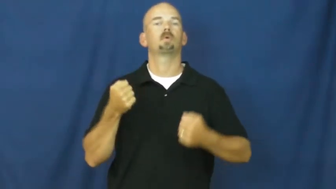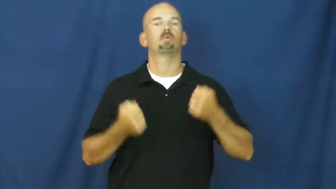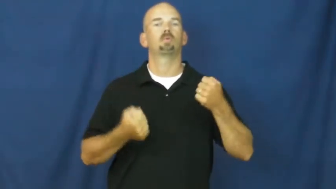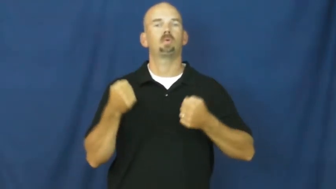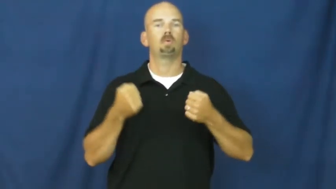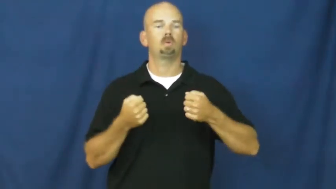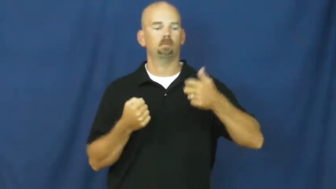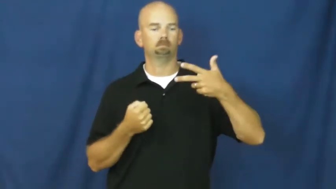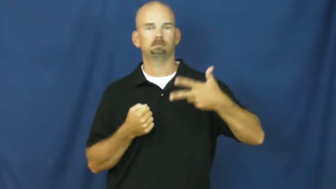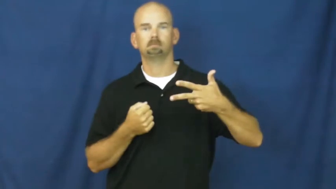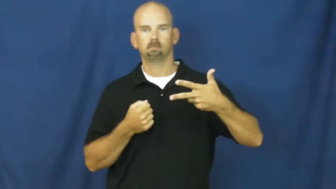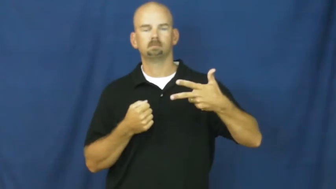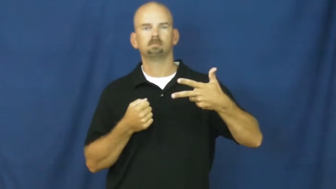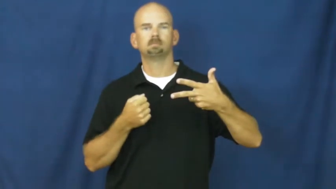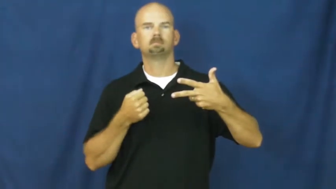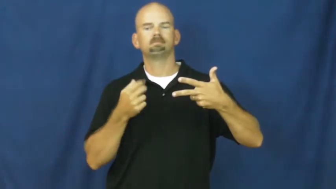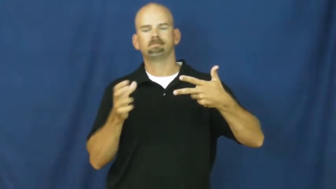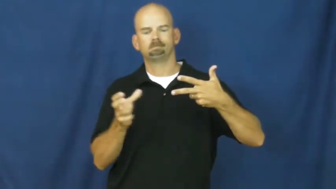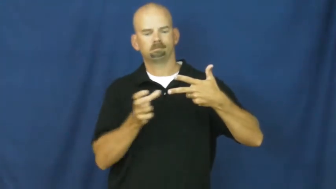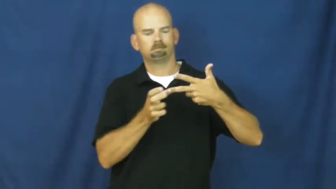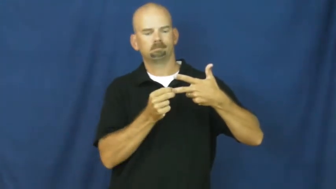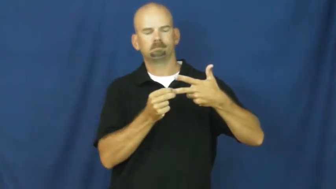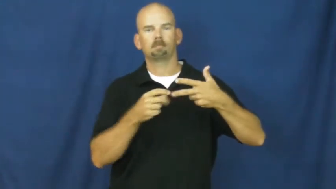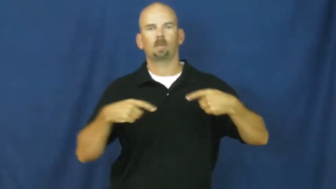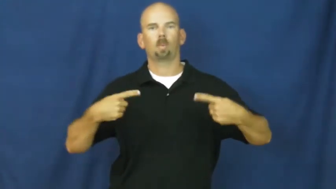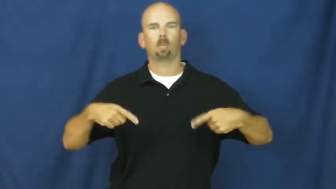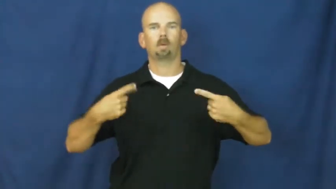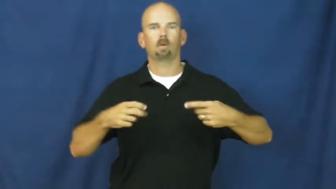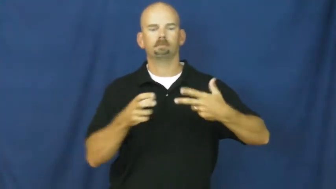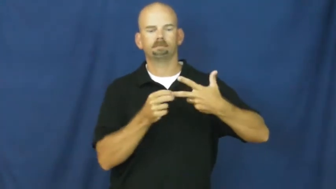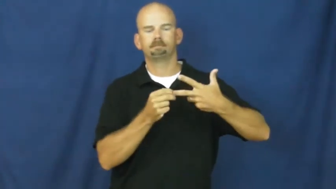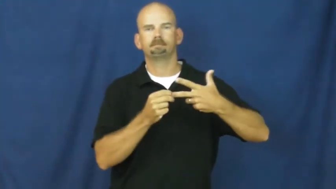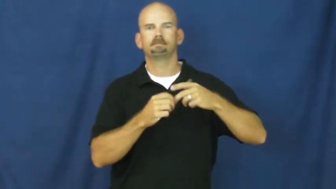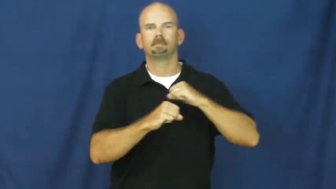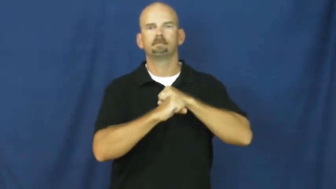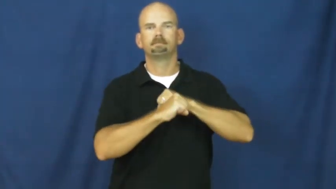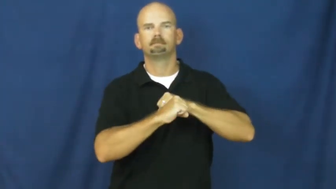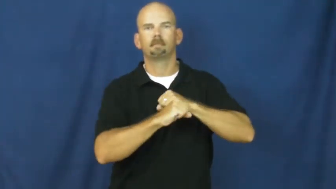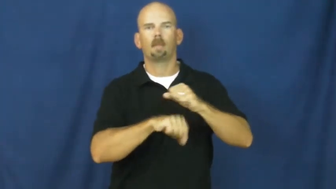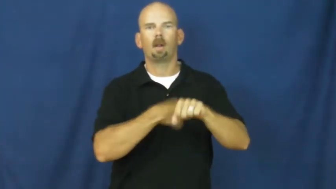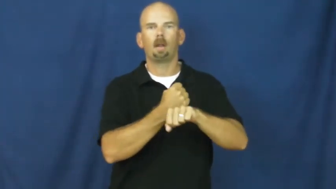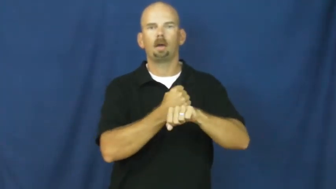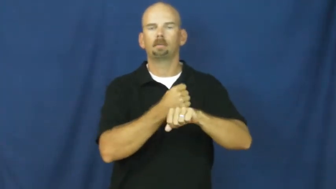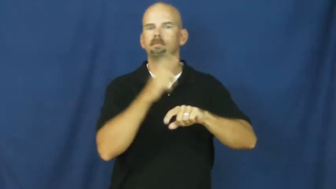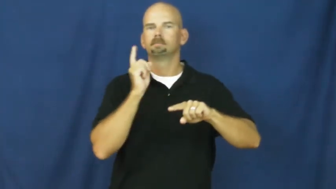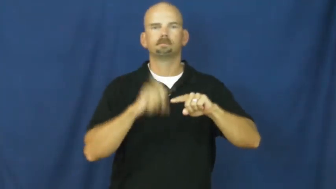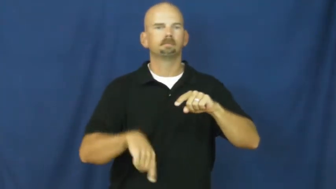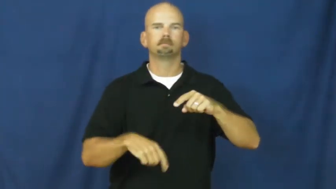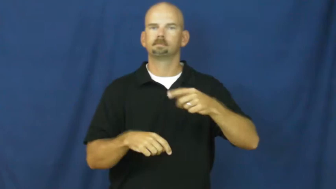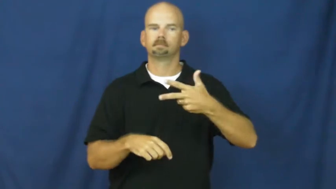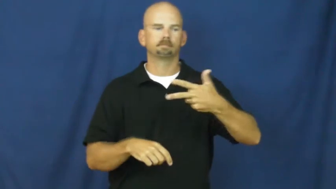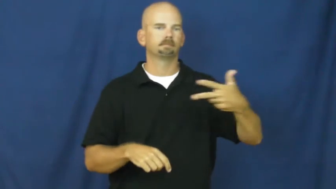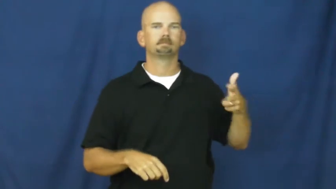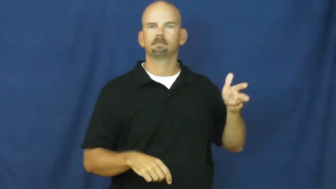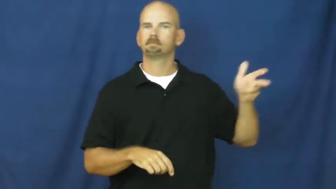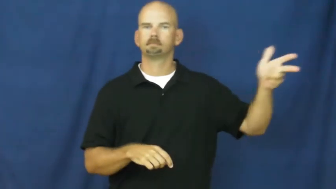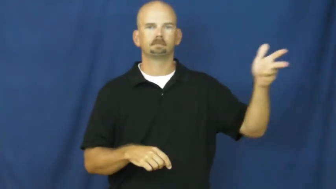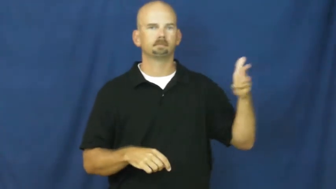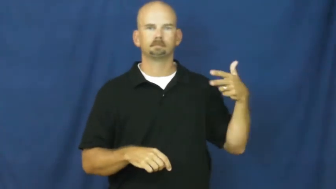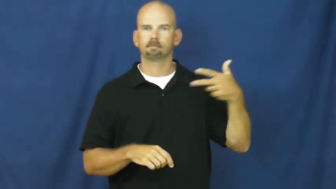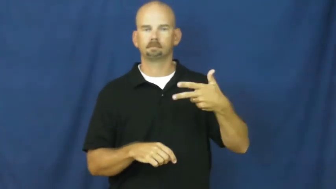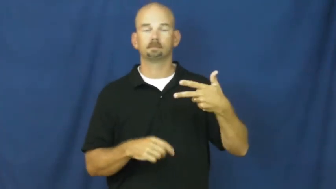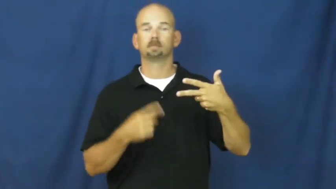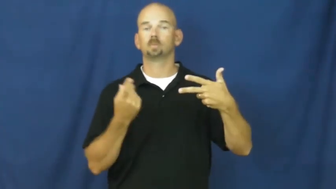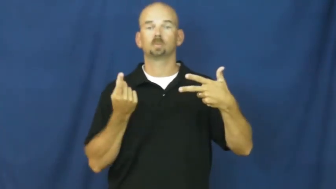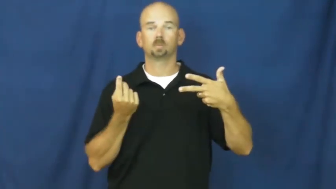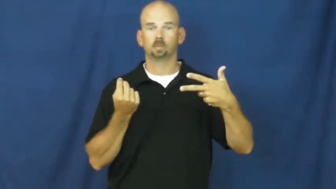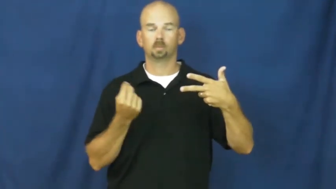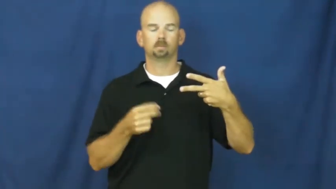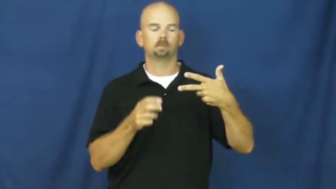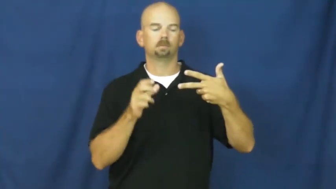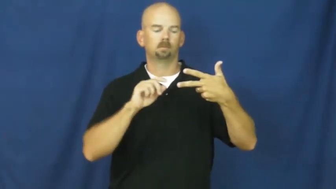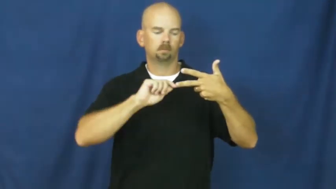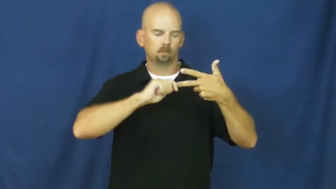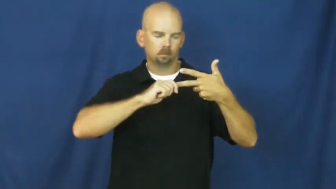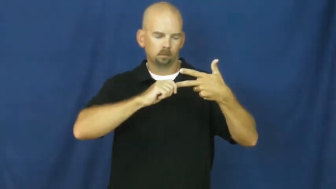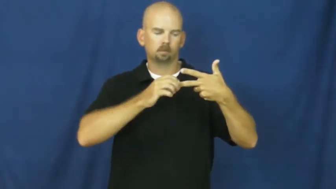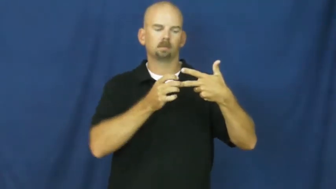unboot-car